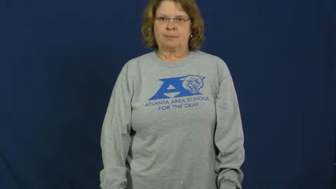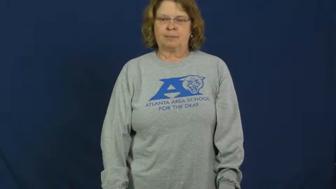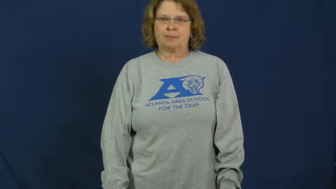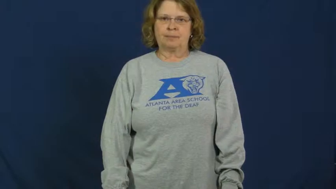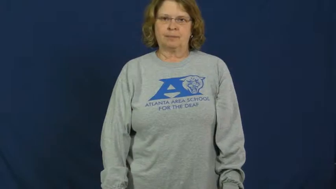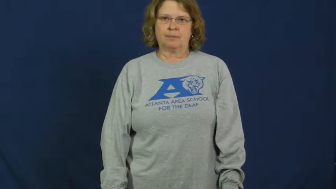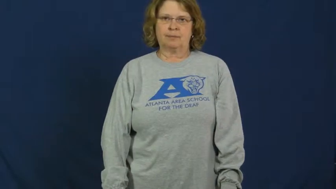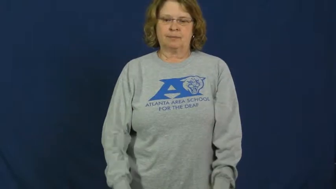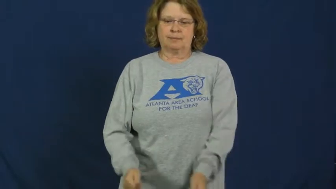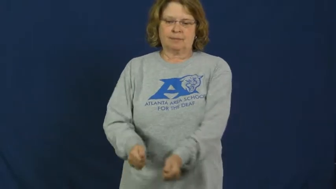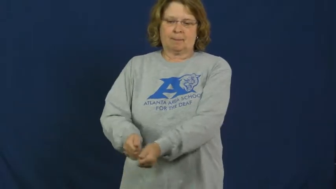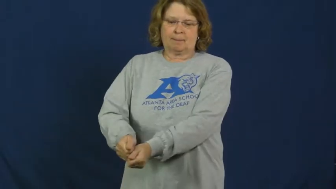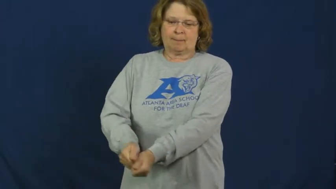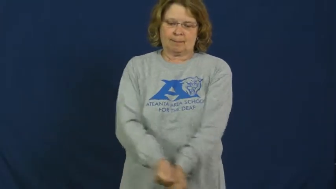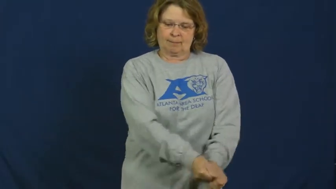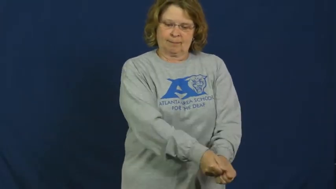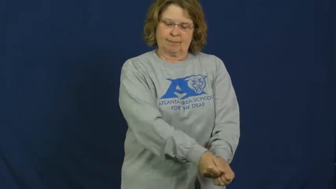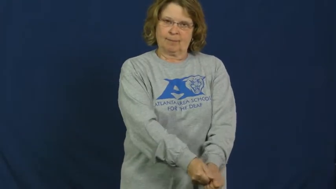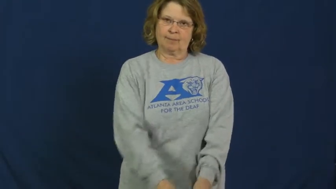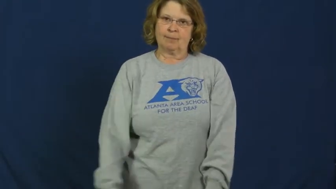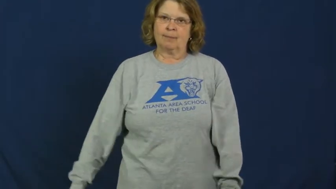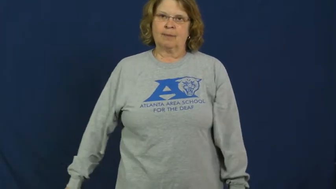croquet